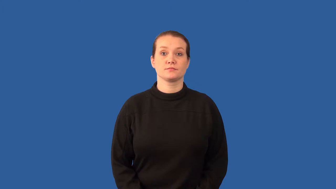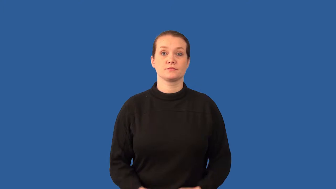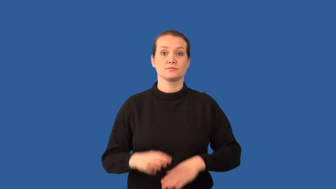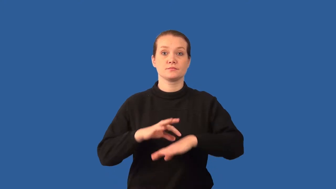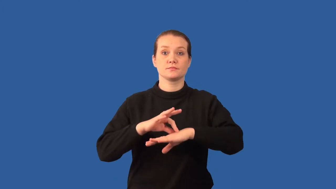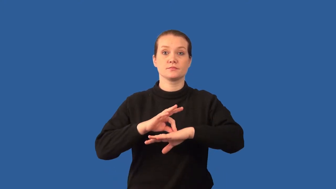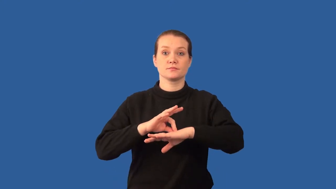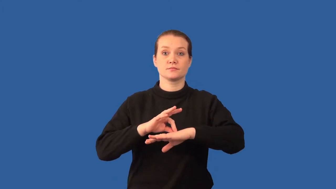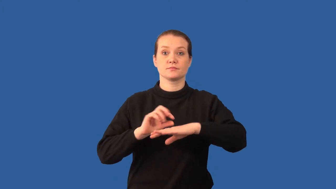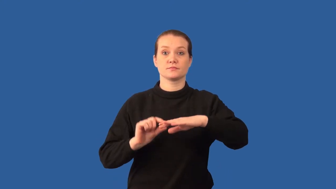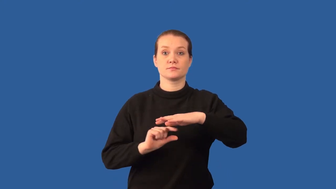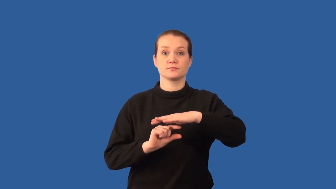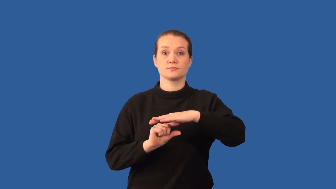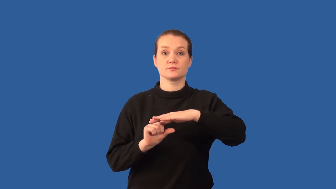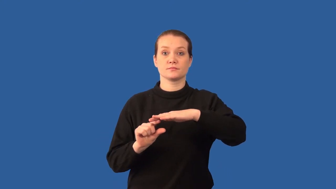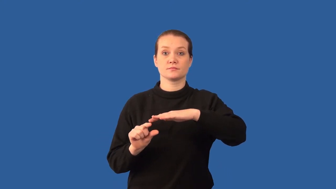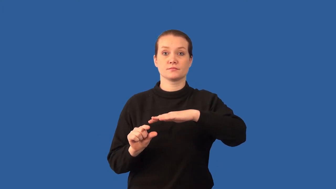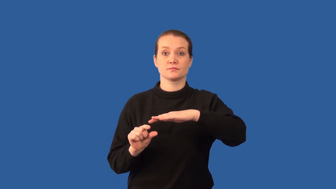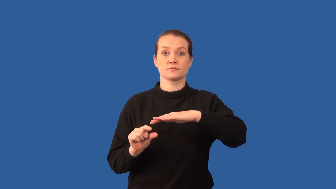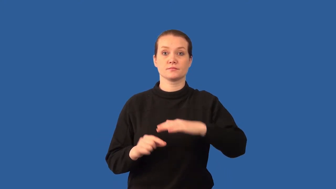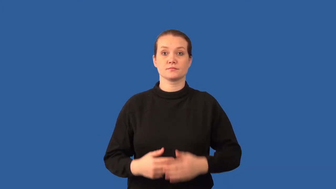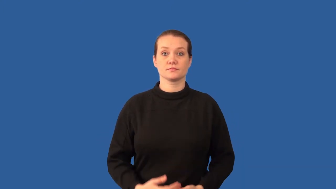dermal